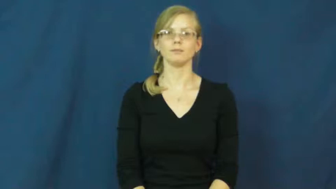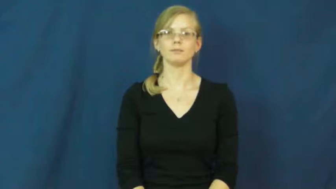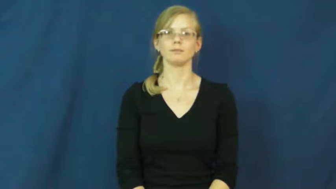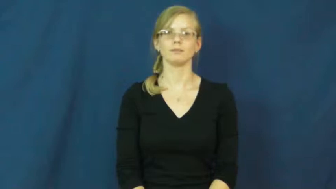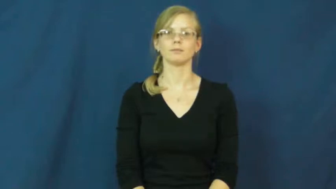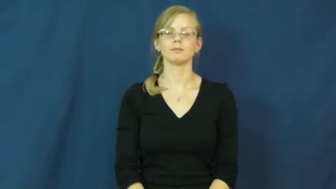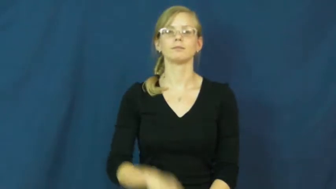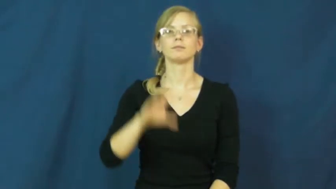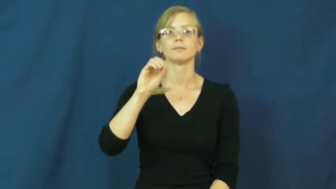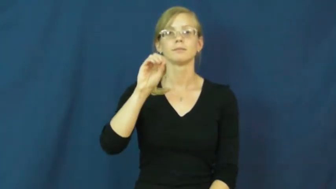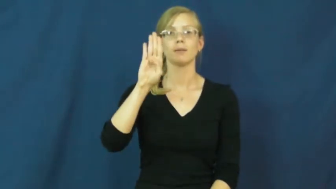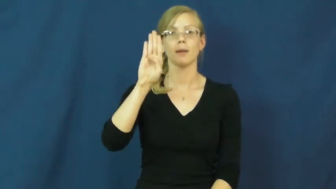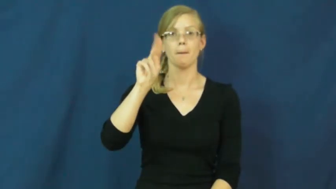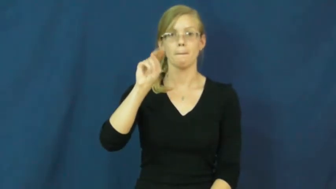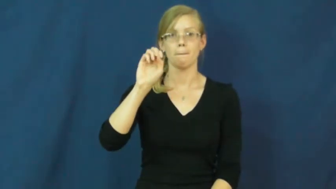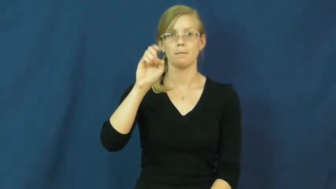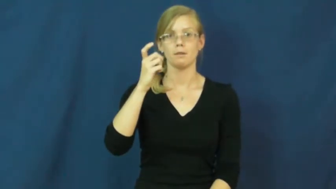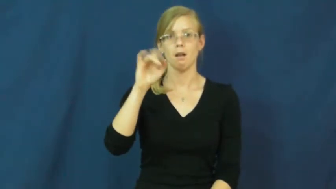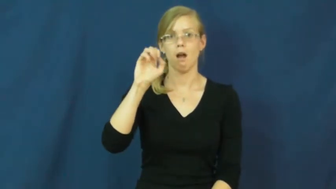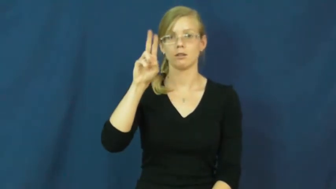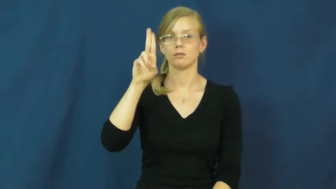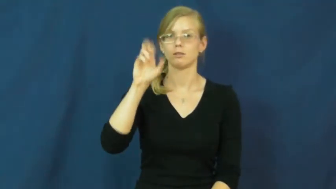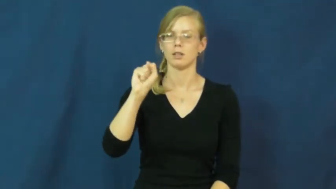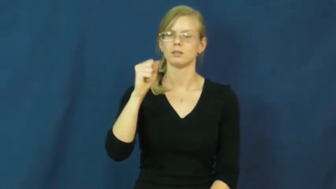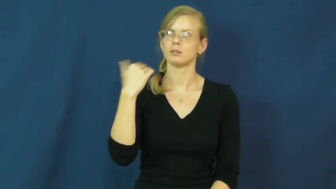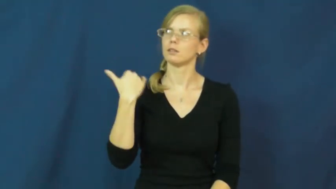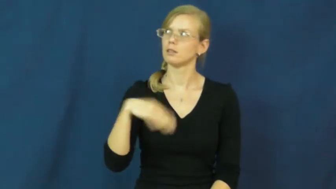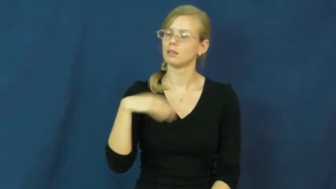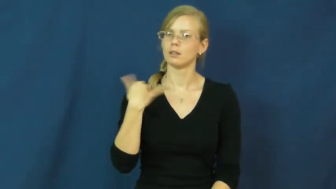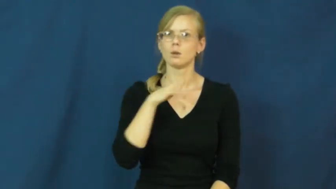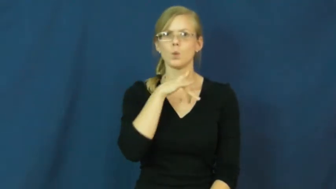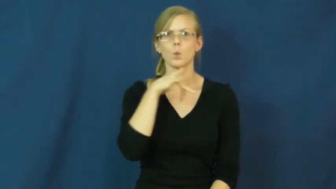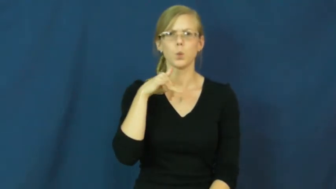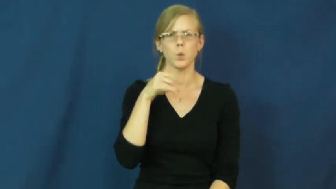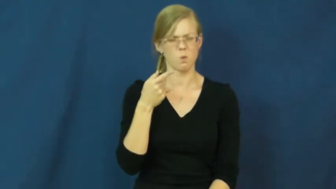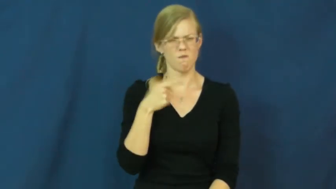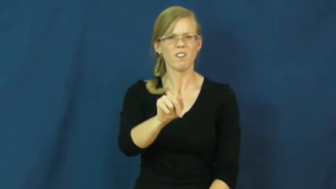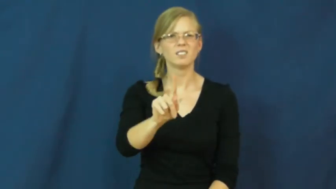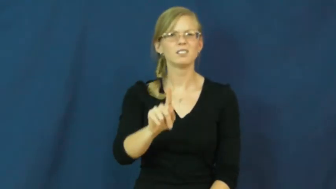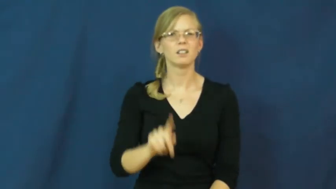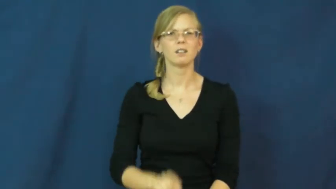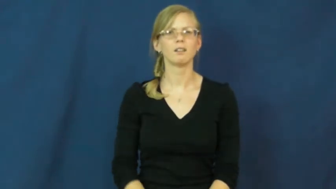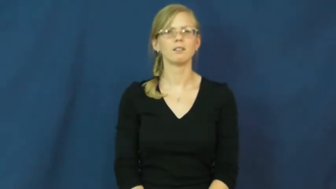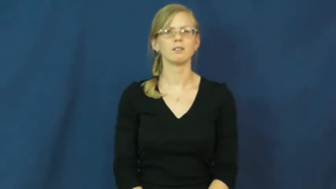obnoxious